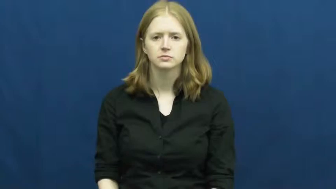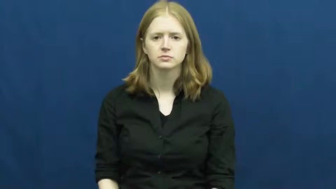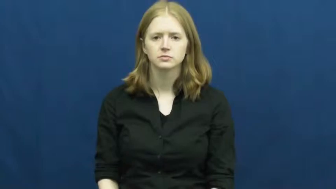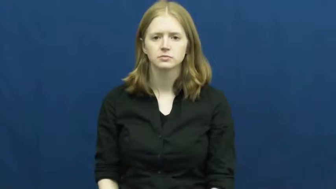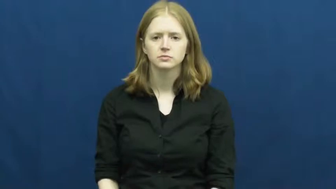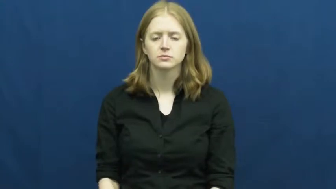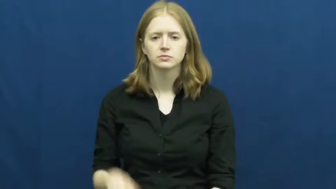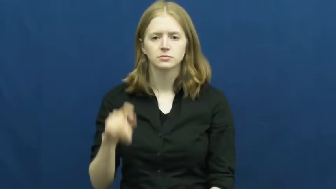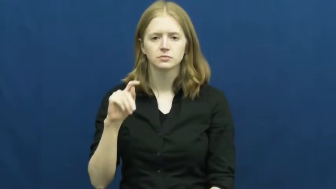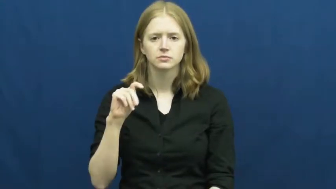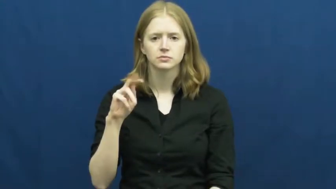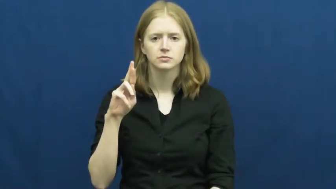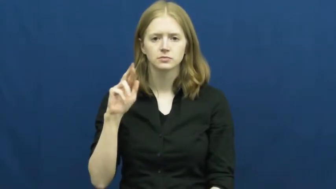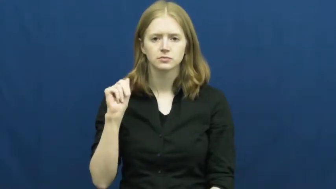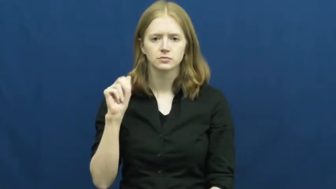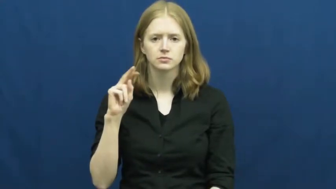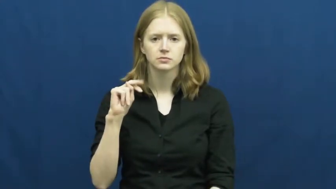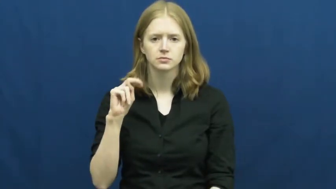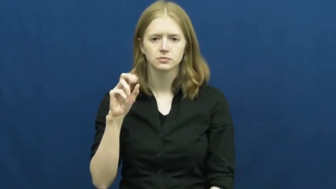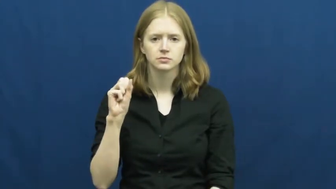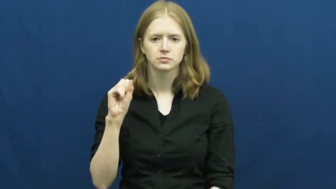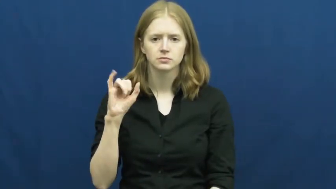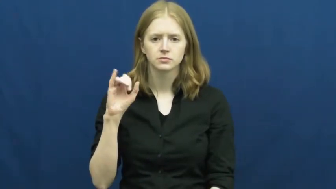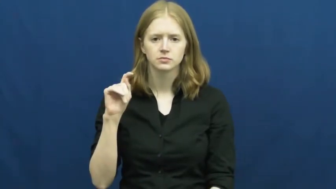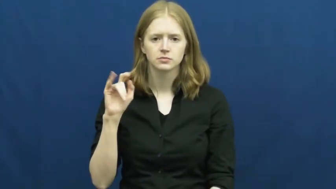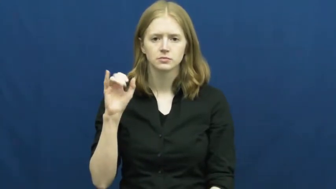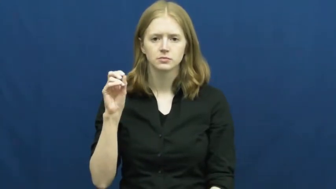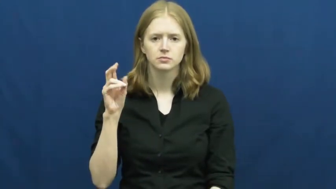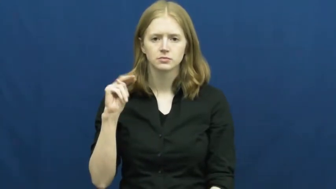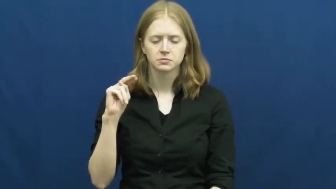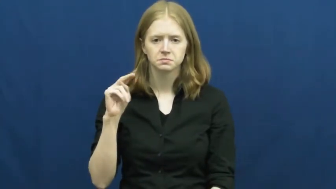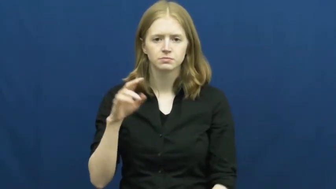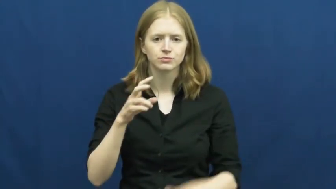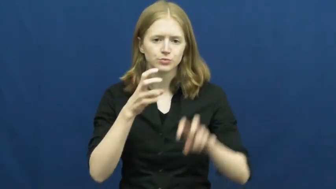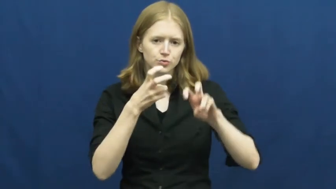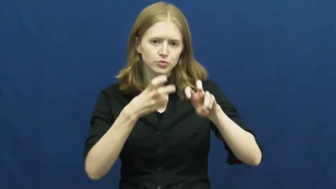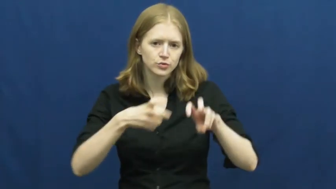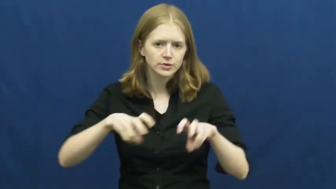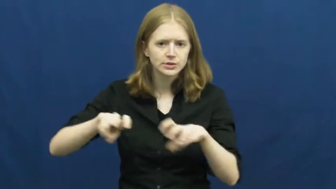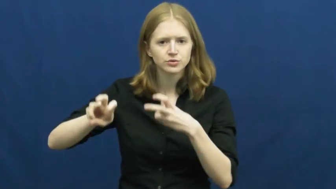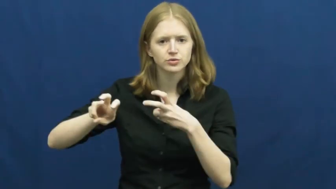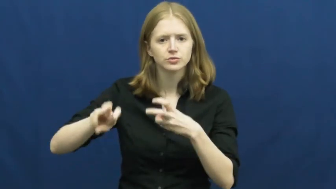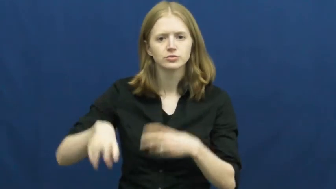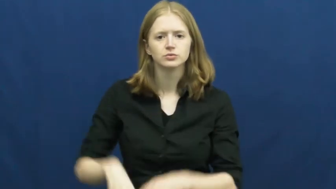transition